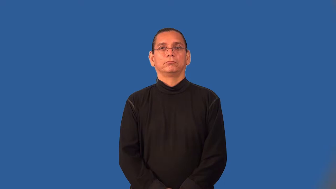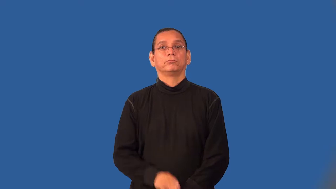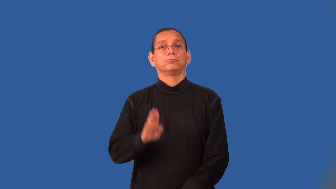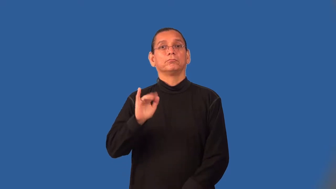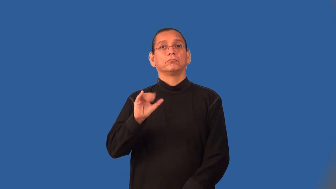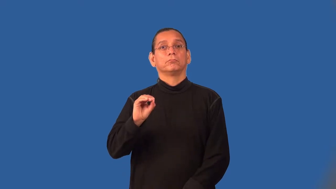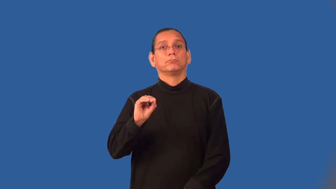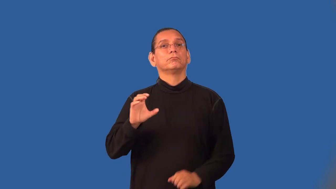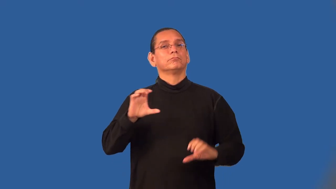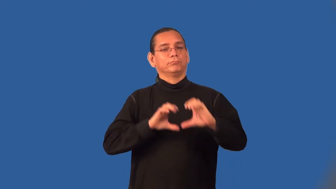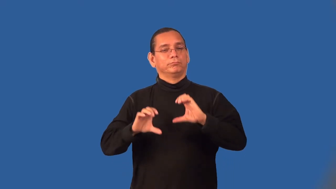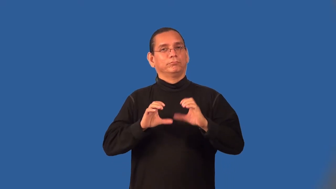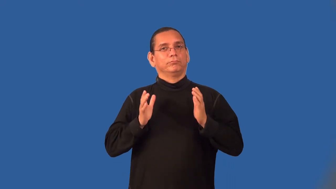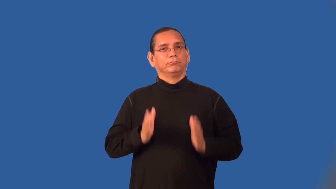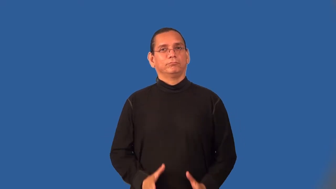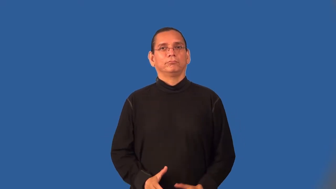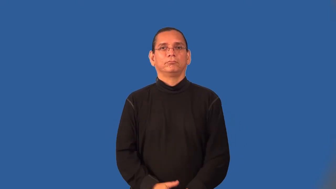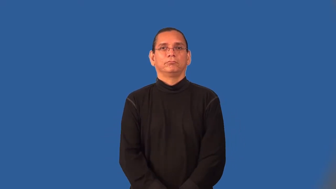biochemist